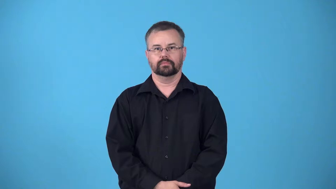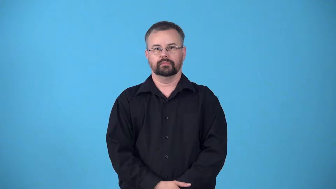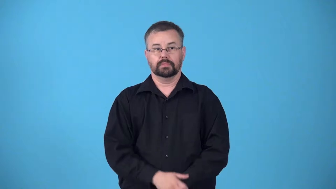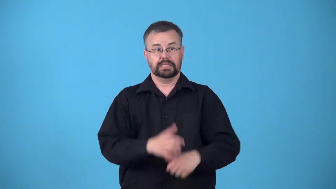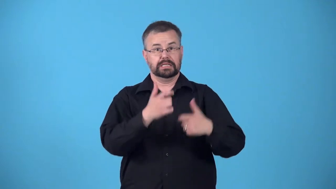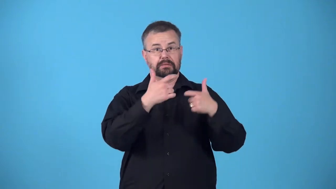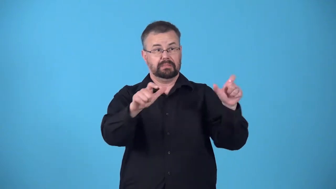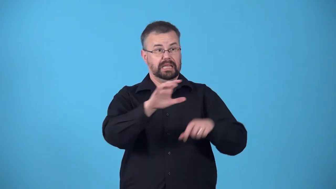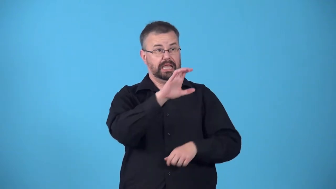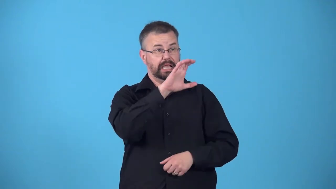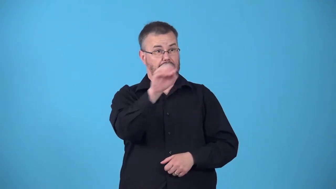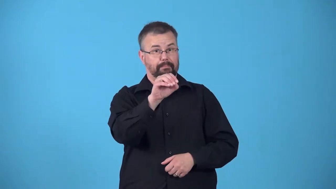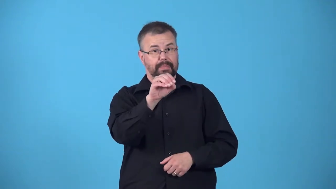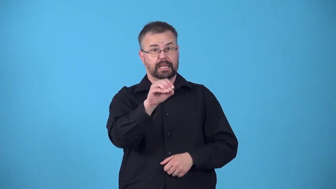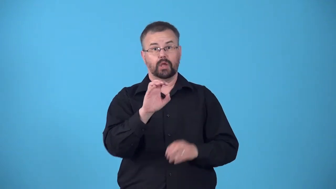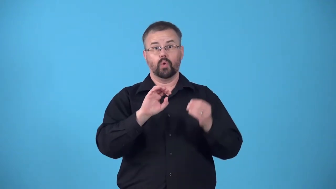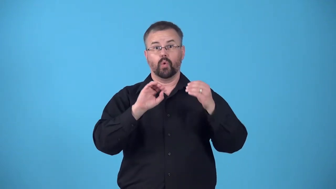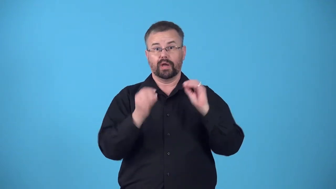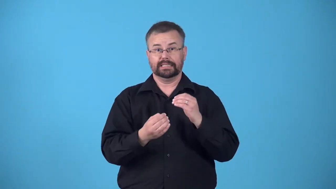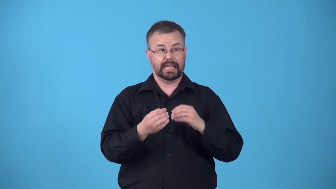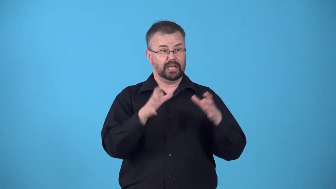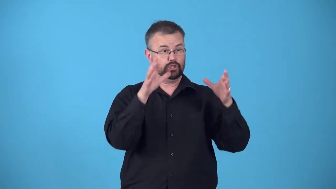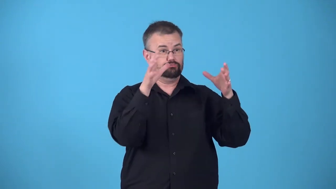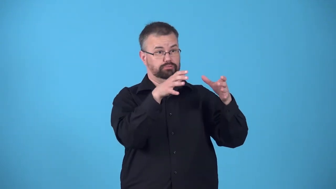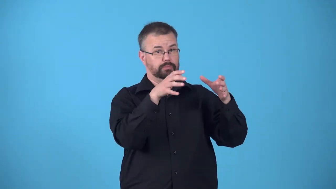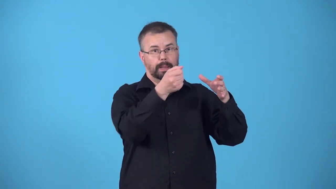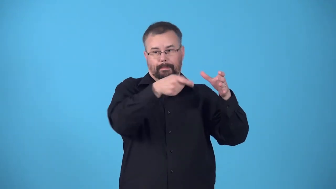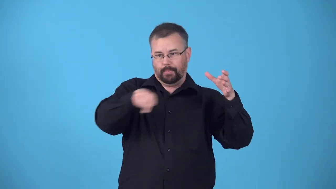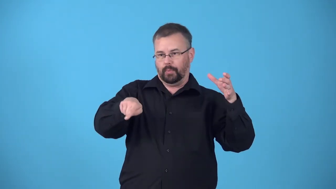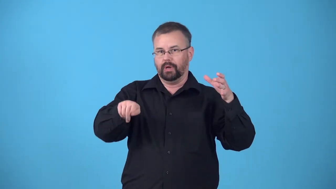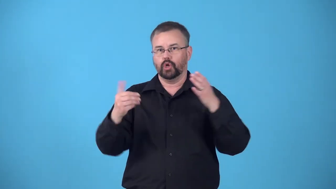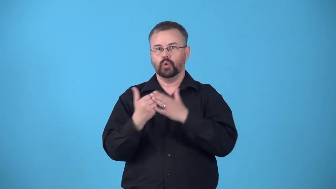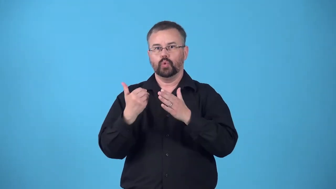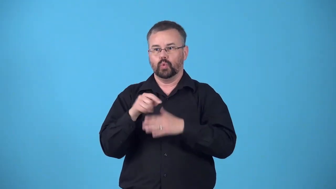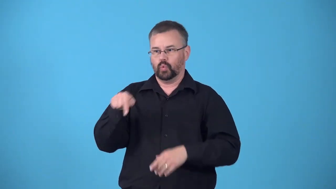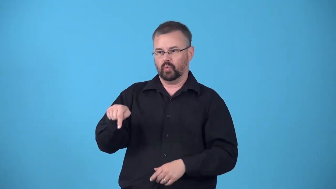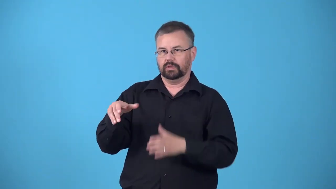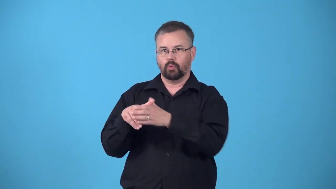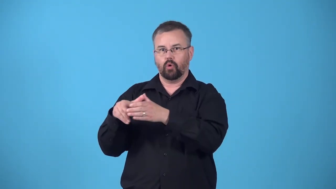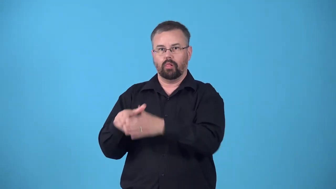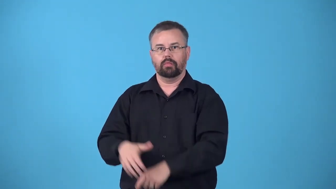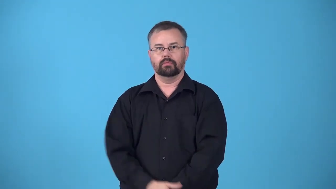offshoot,diverge,branch